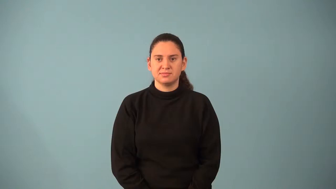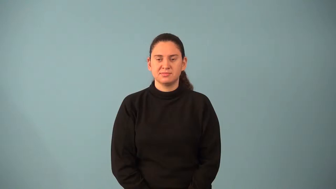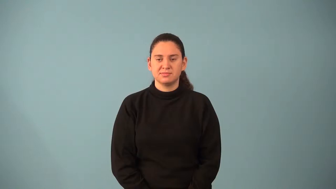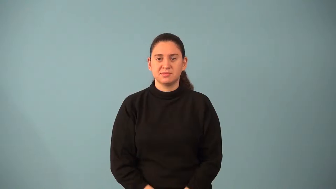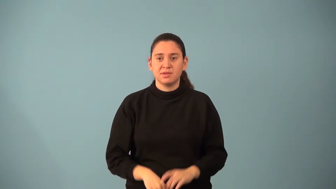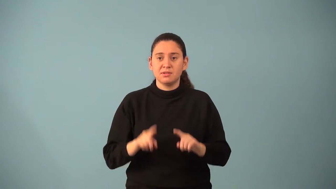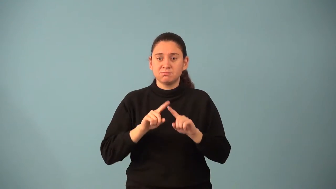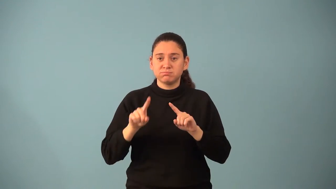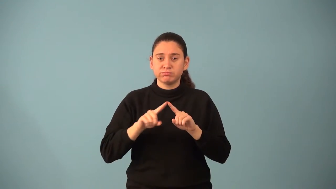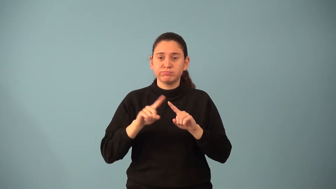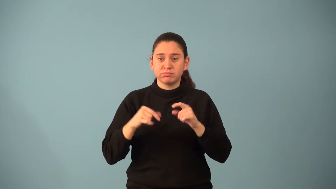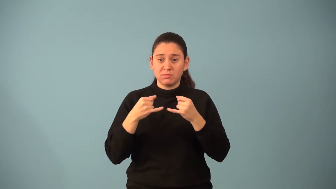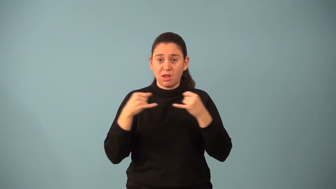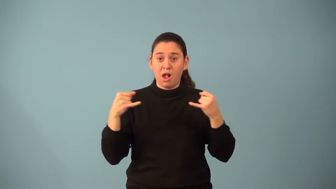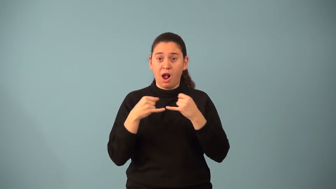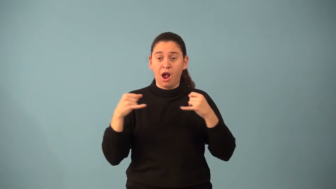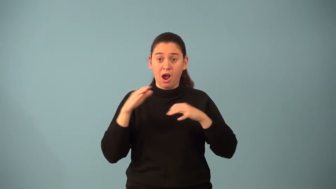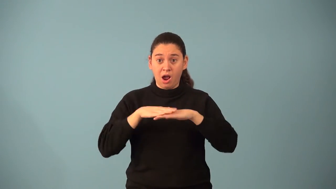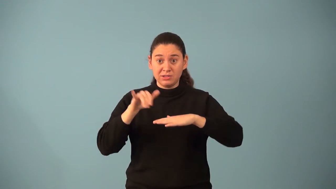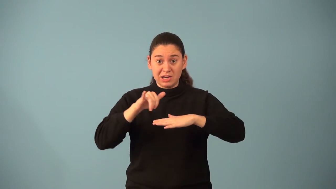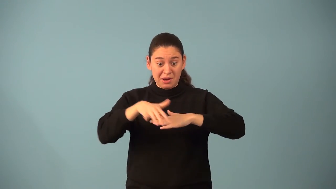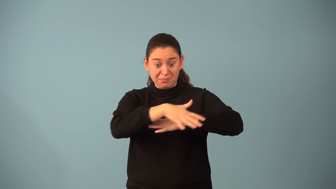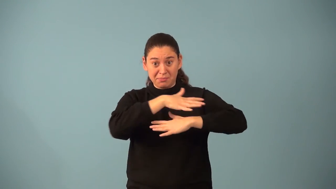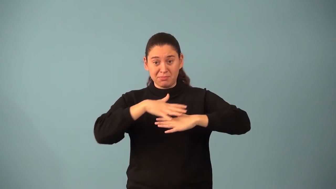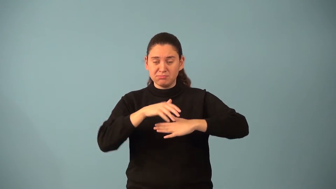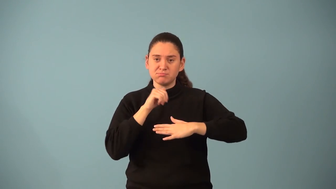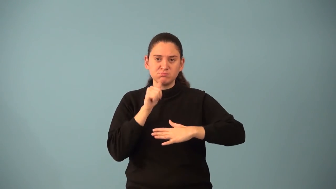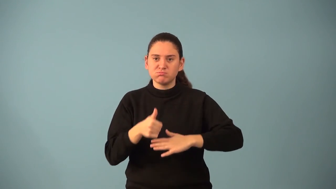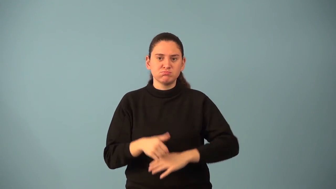noncoplanar